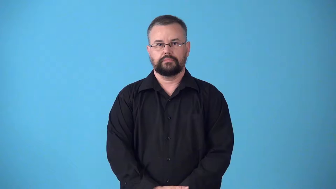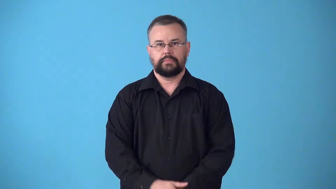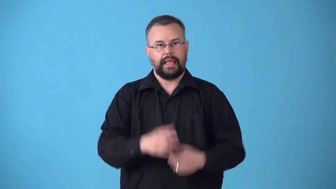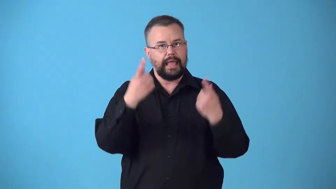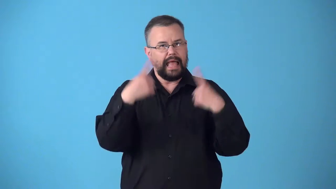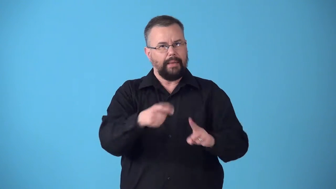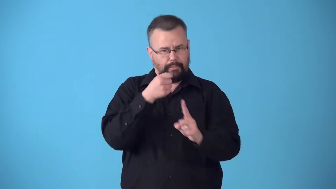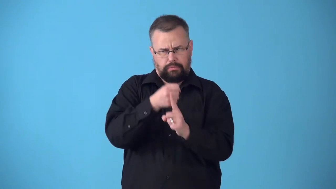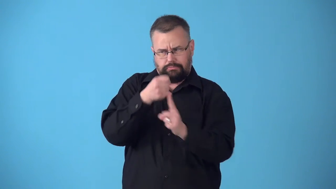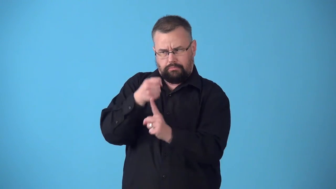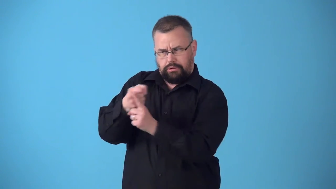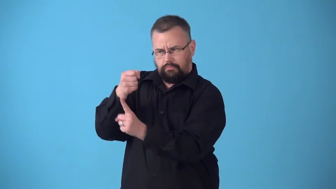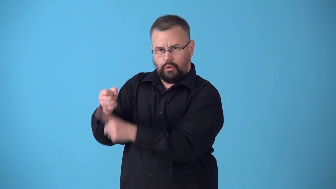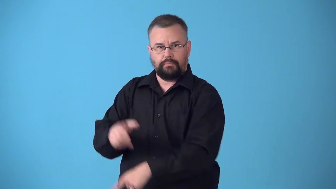streak-continuous happening